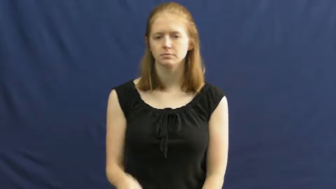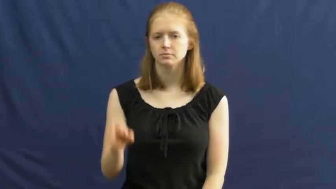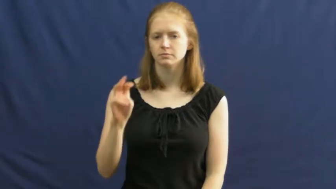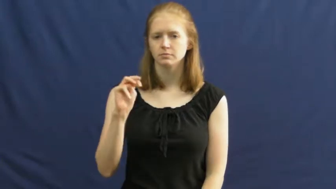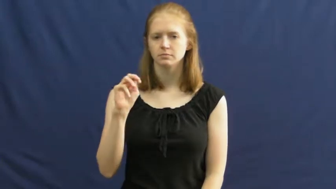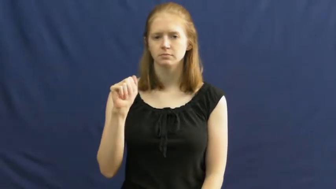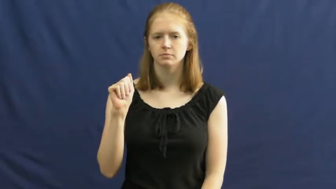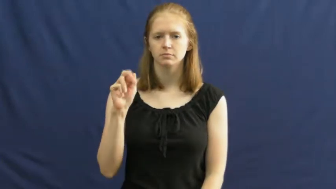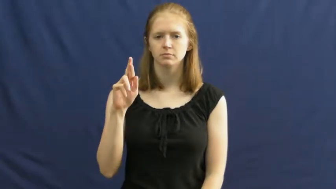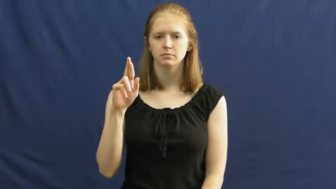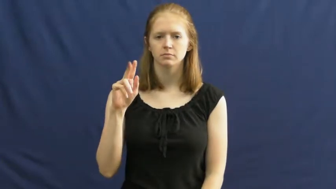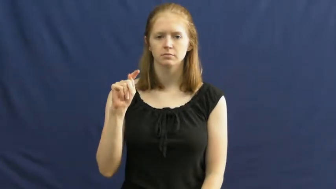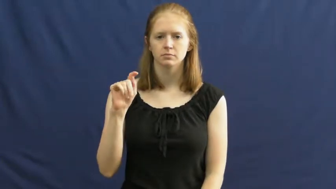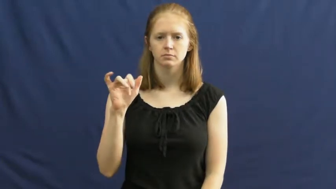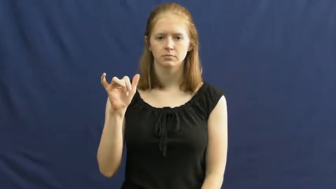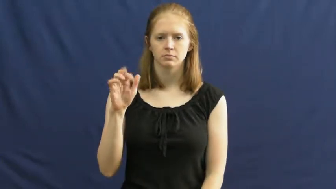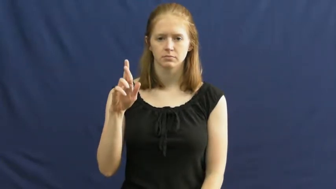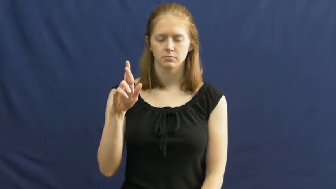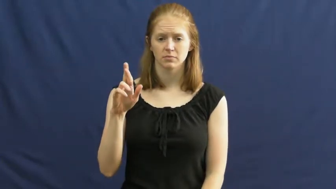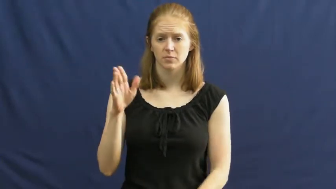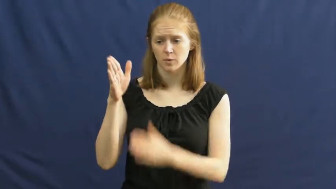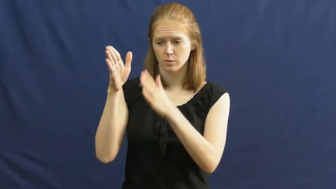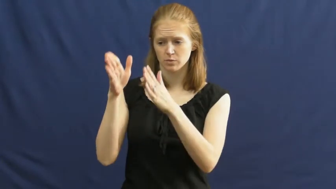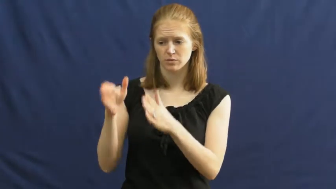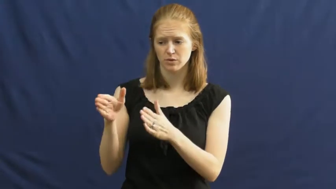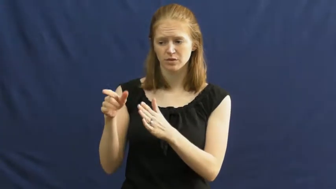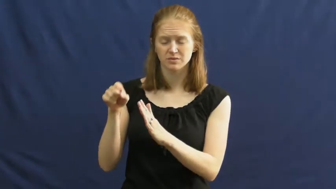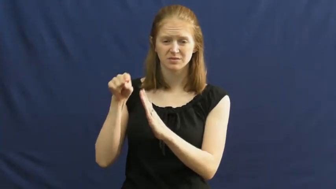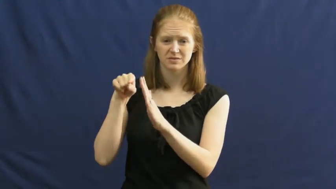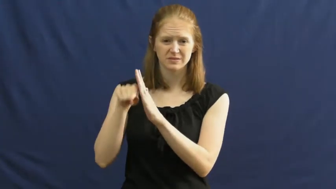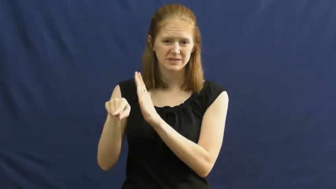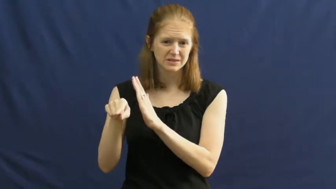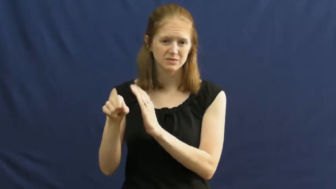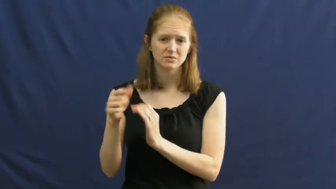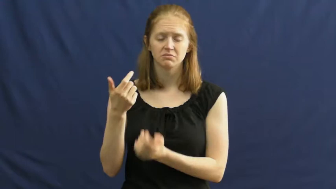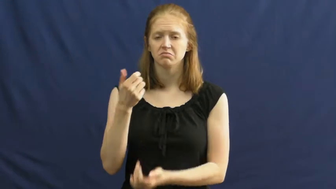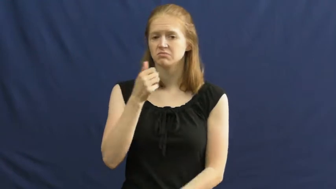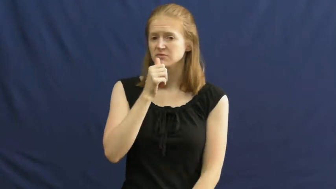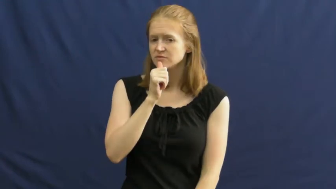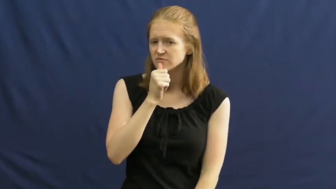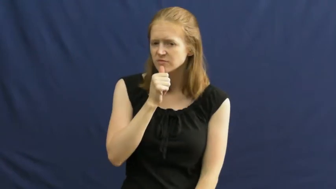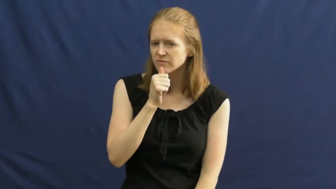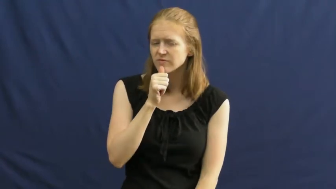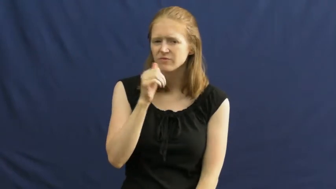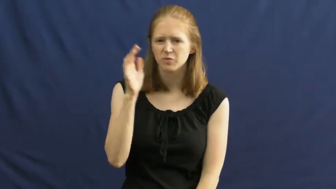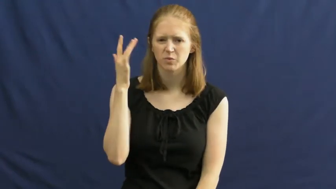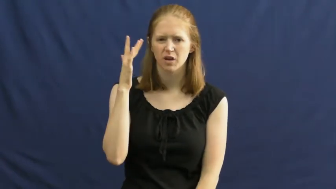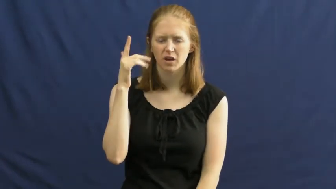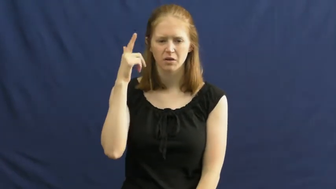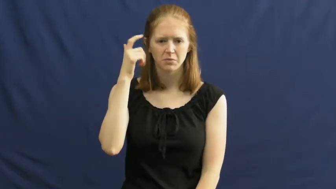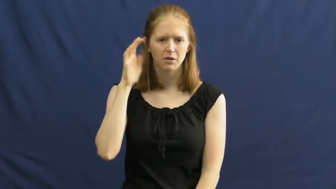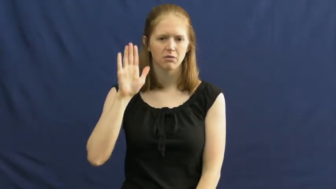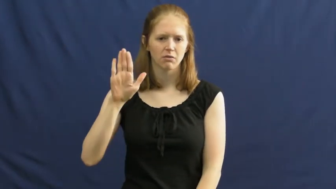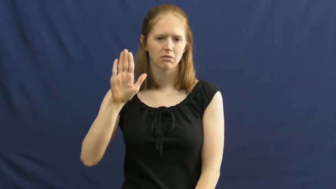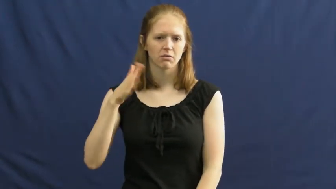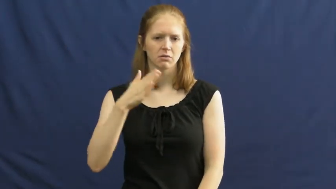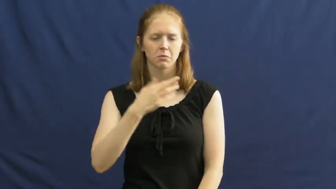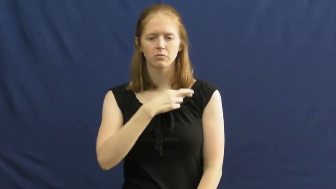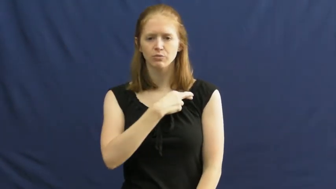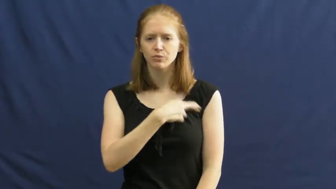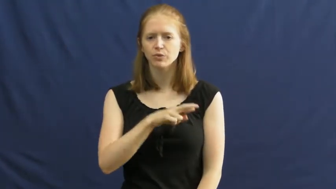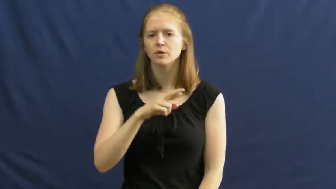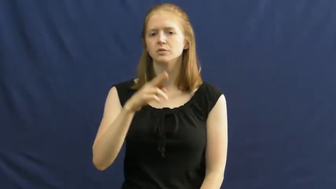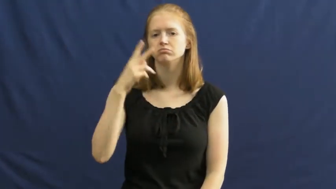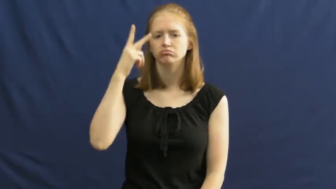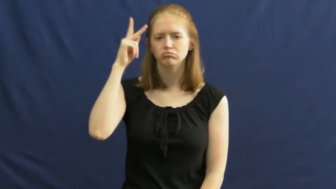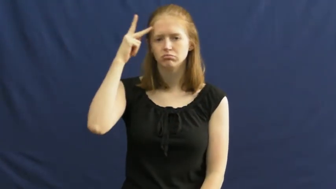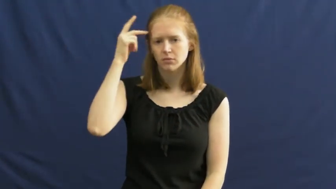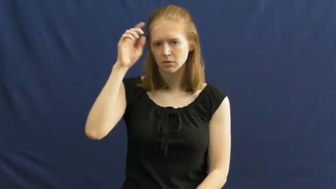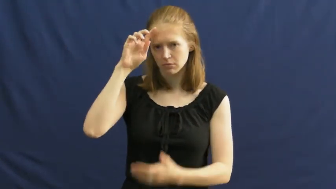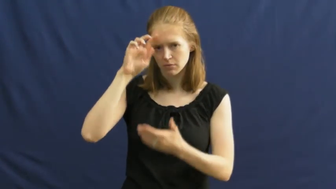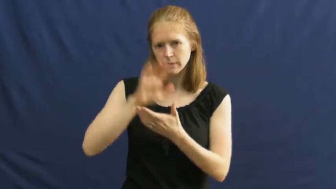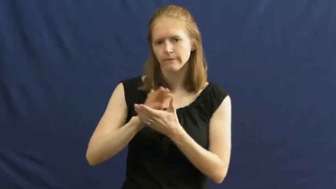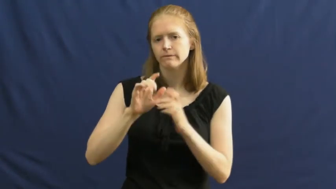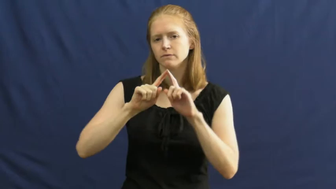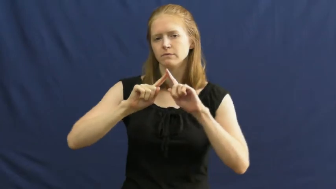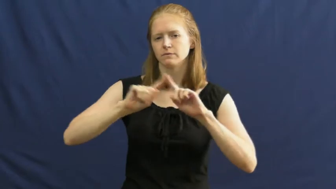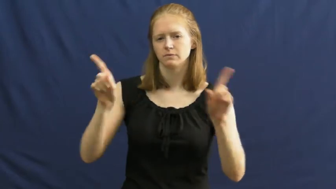martyr